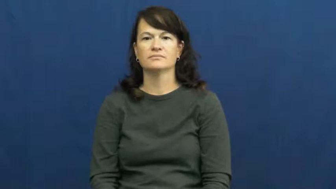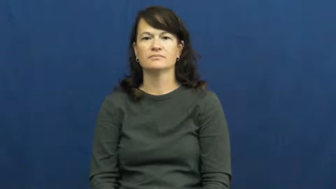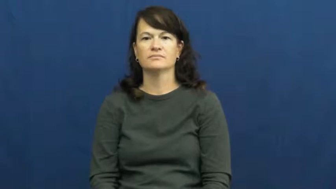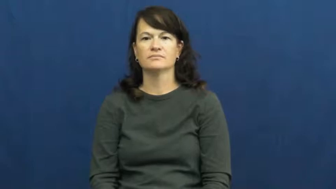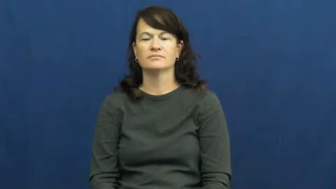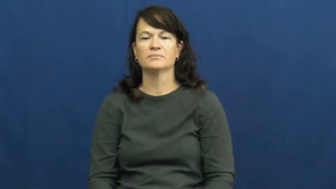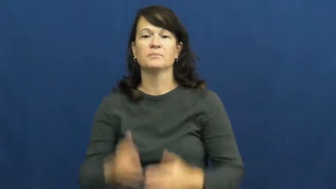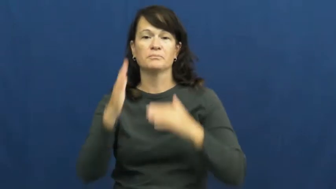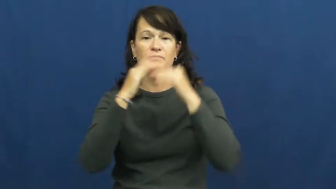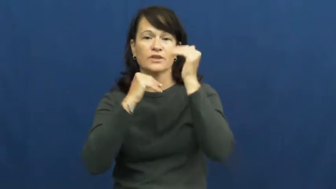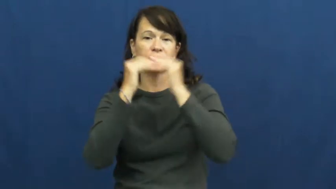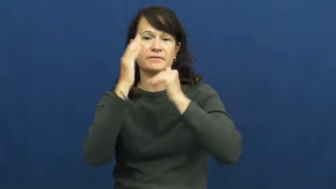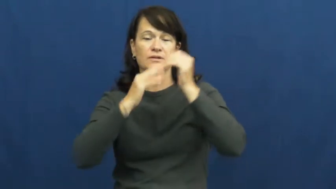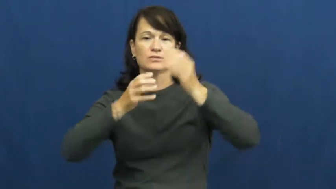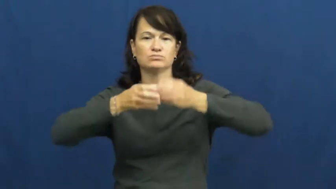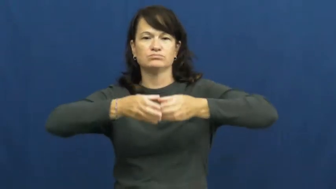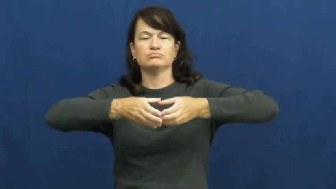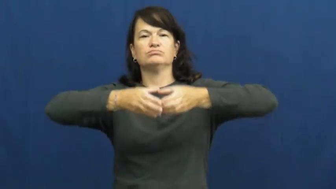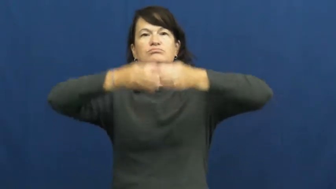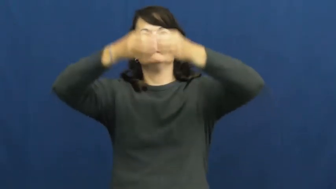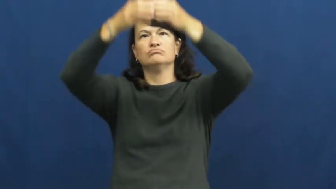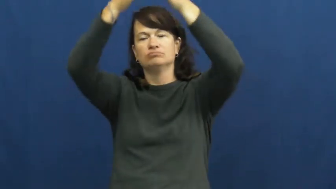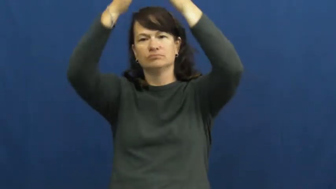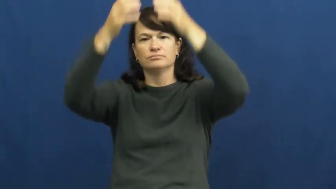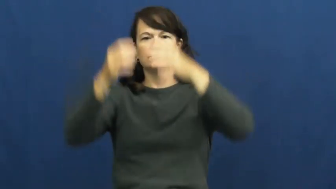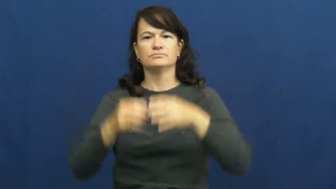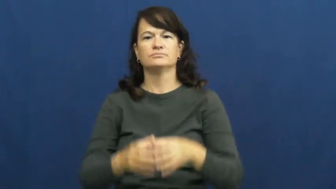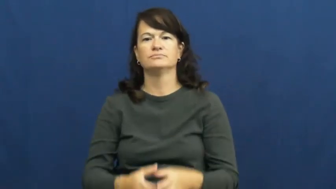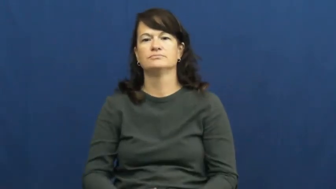edifice